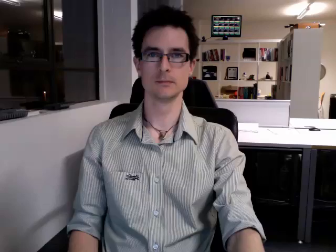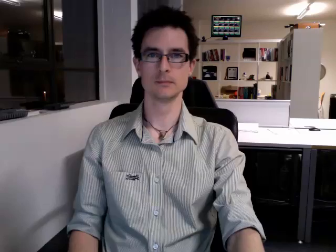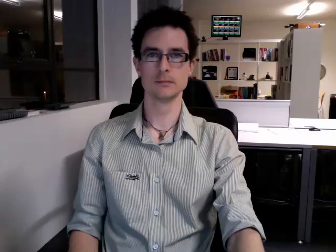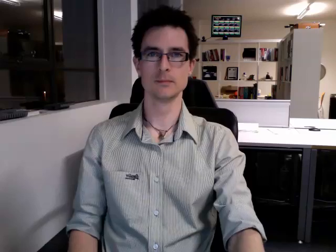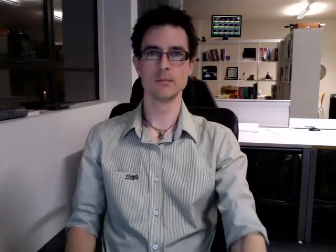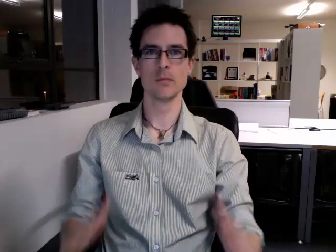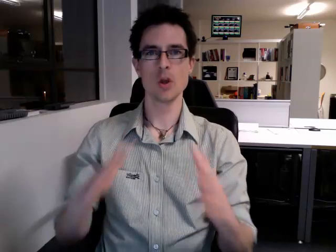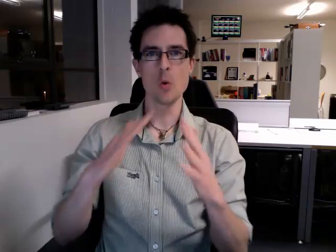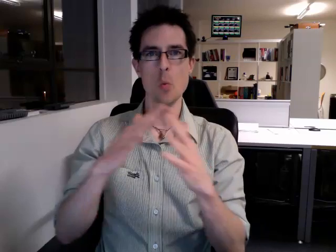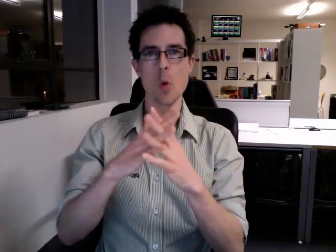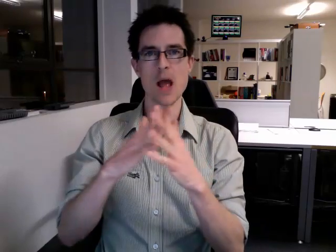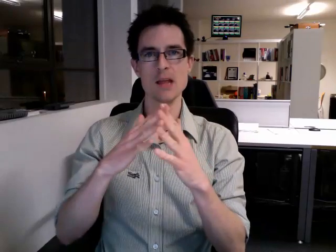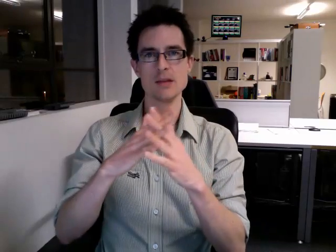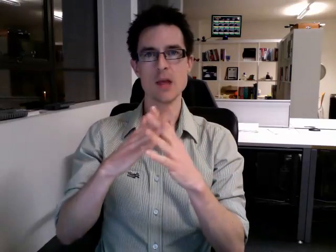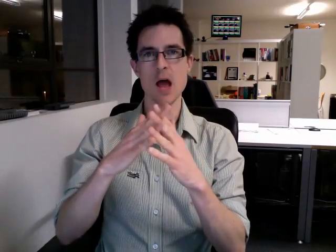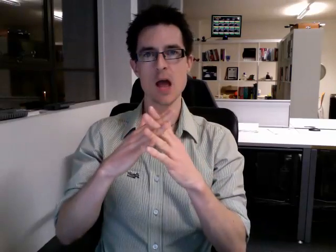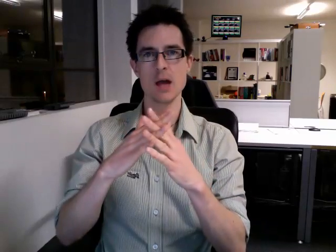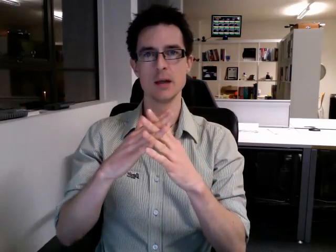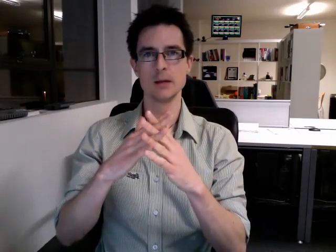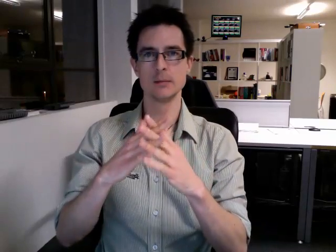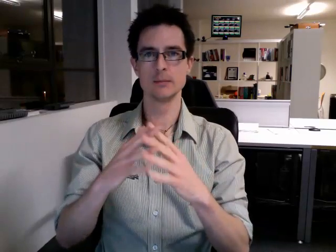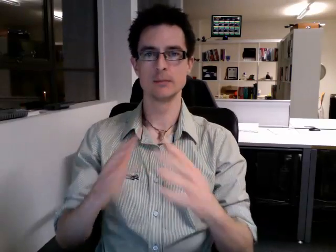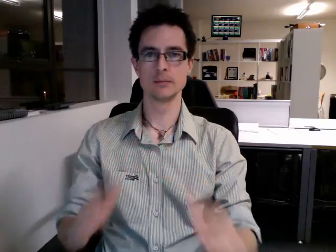wednesday